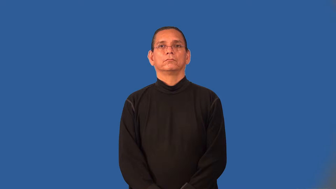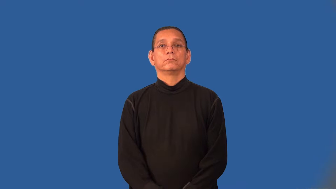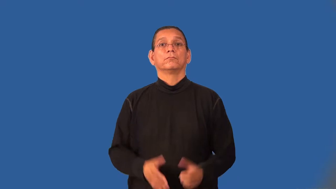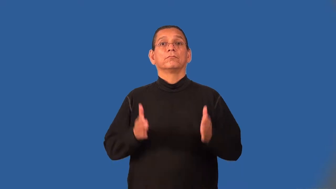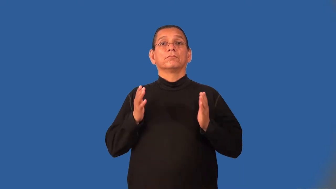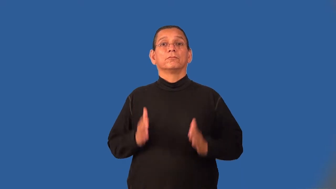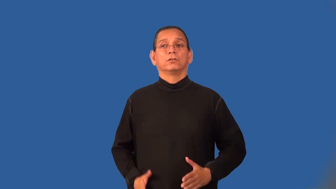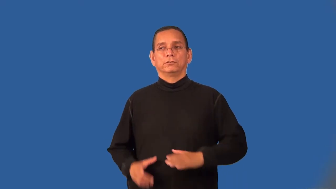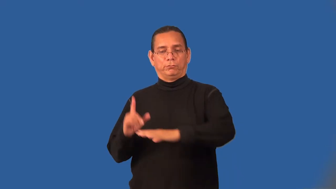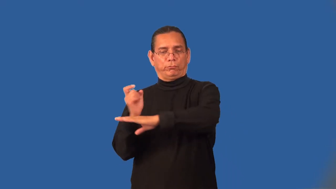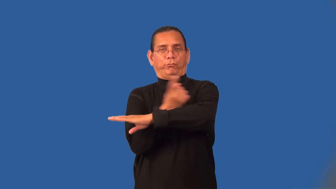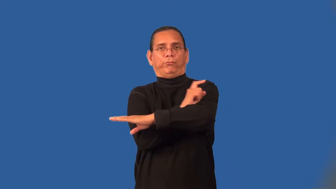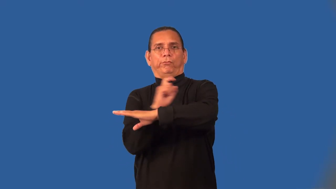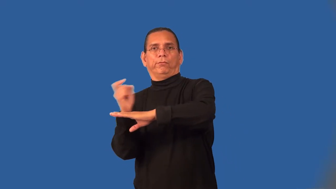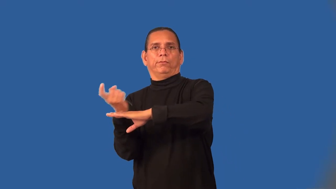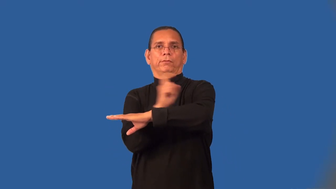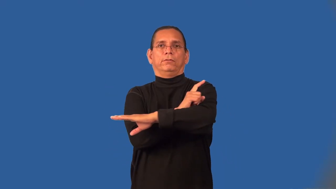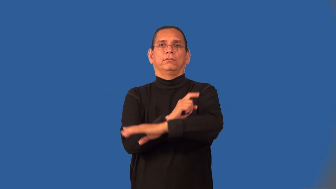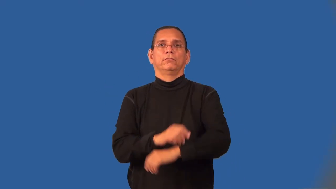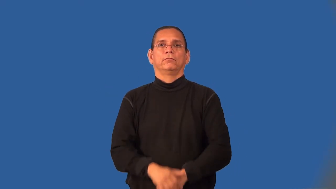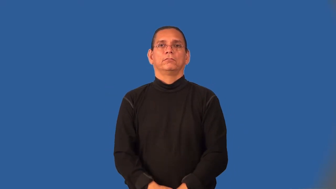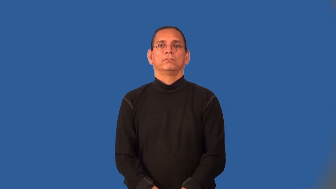pacer